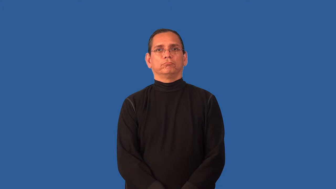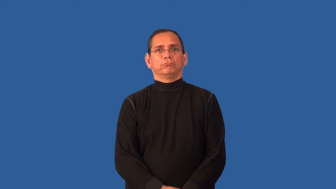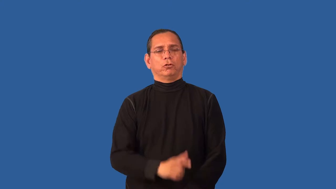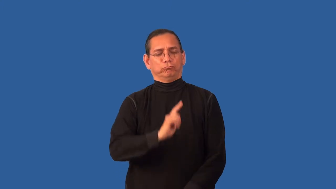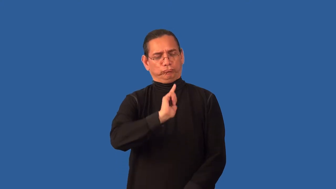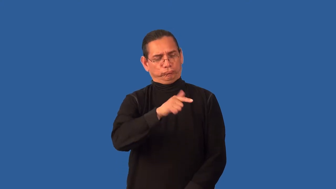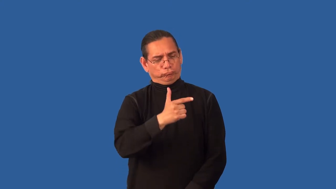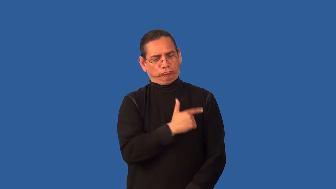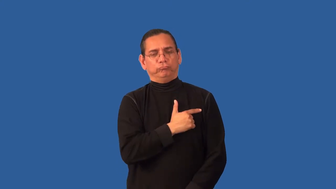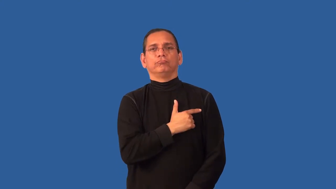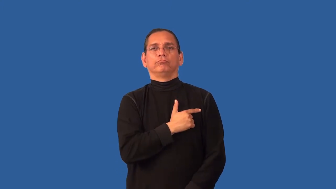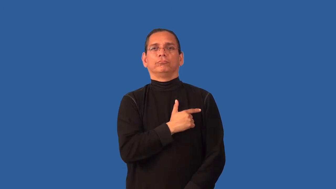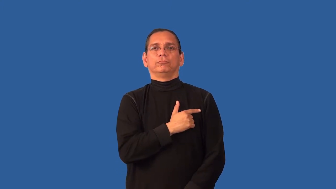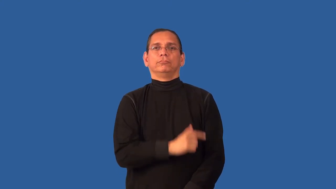allegiance